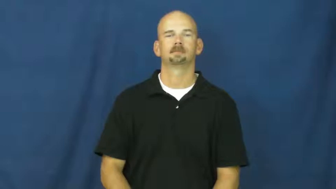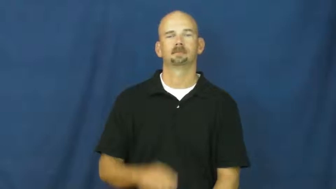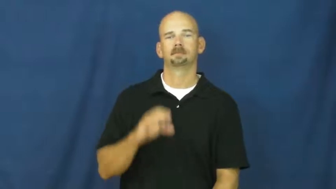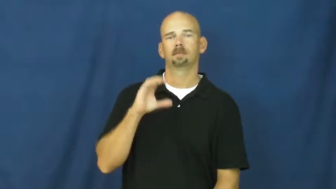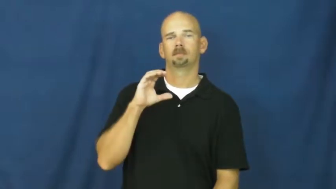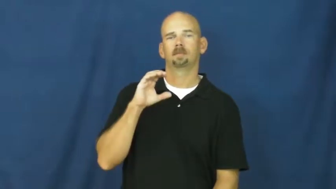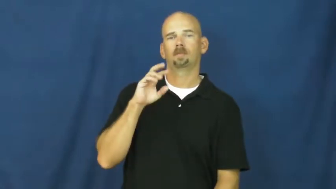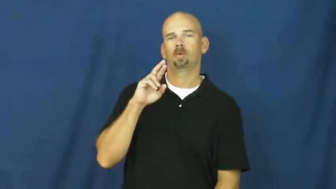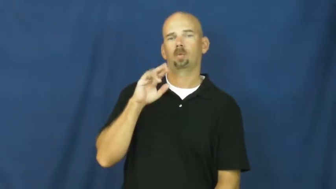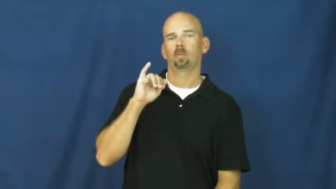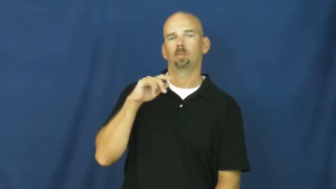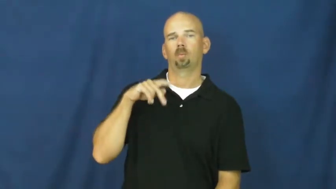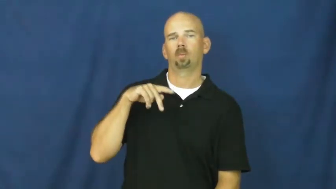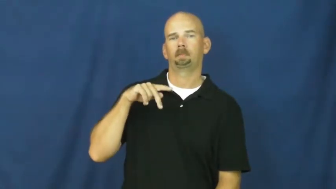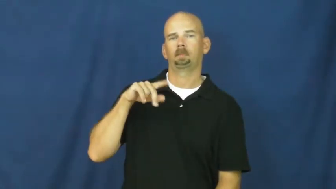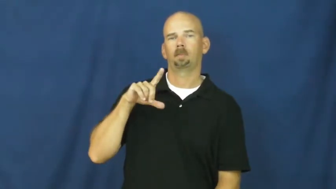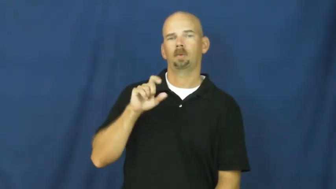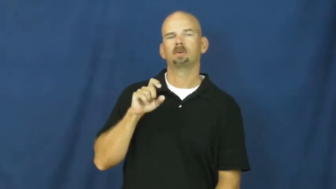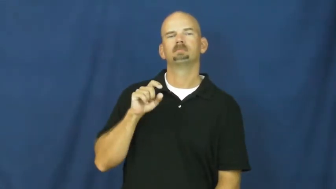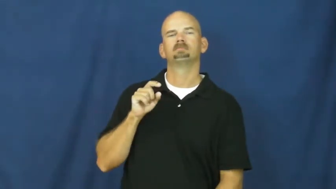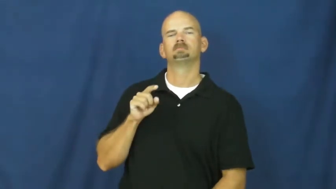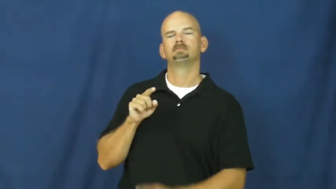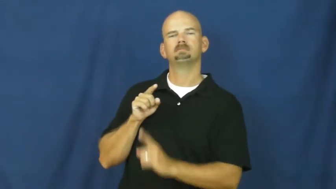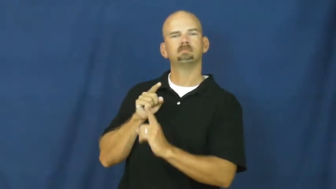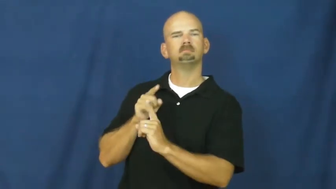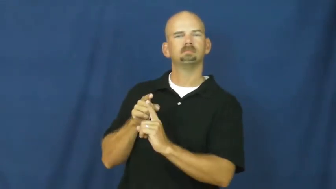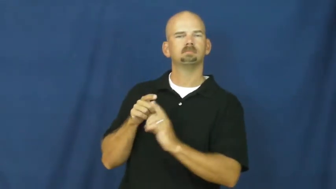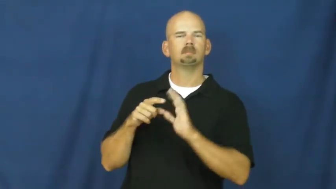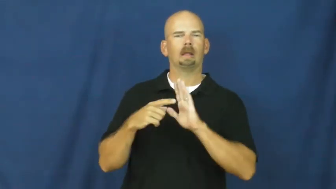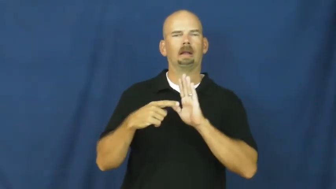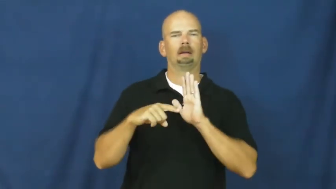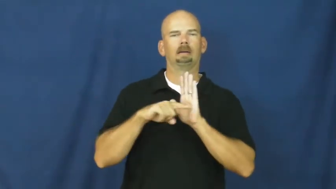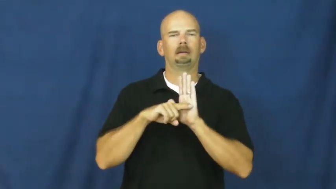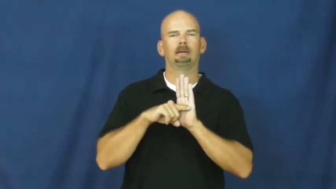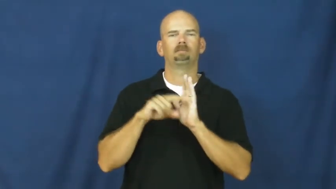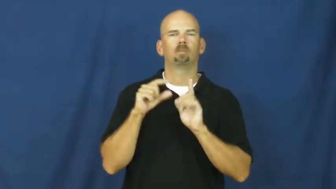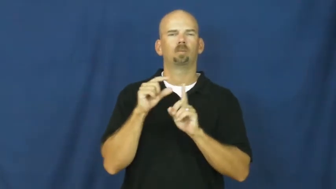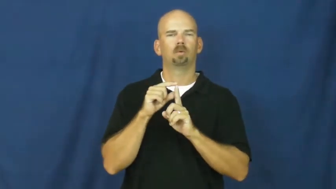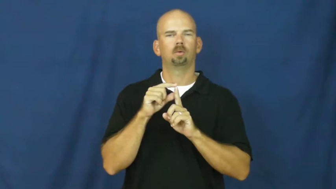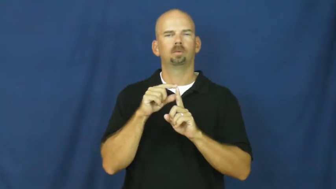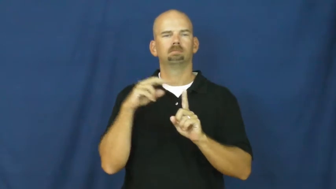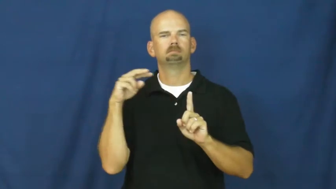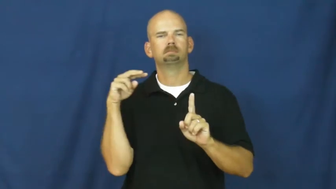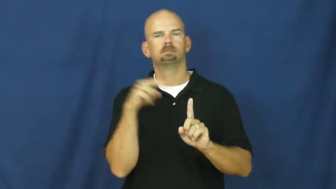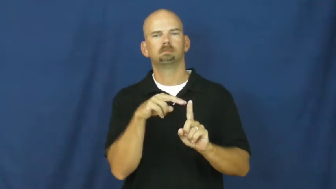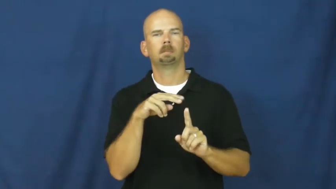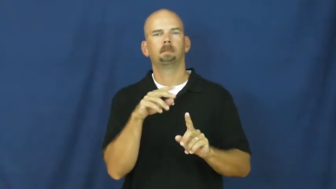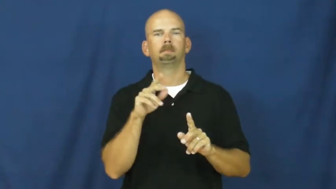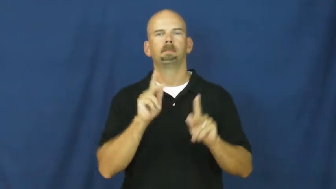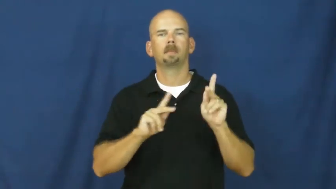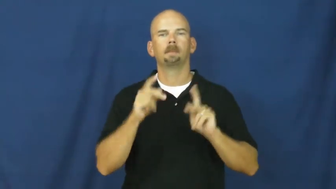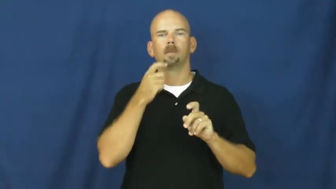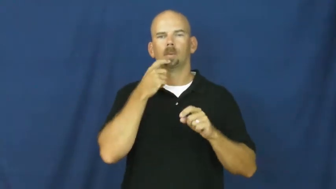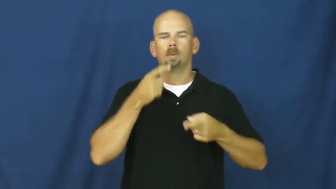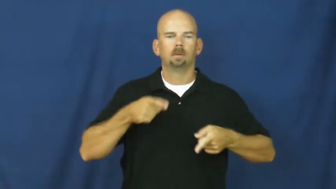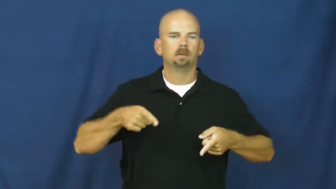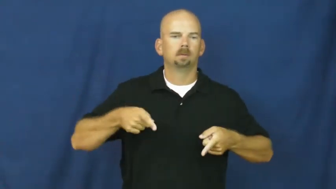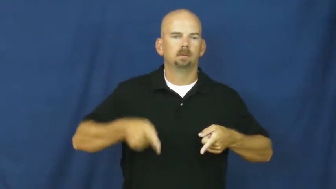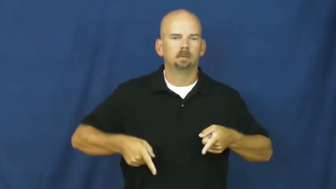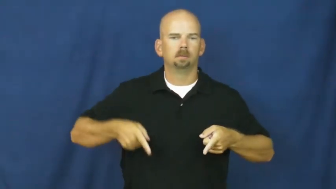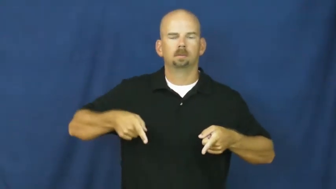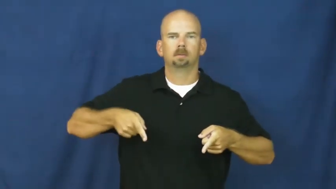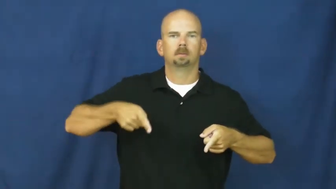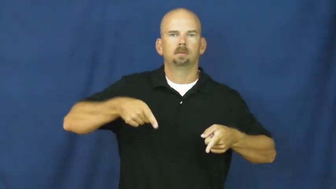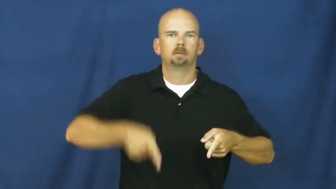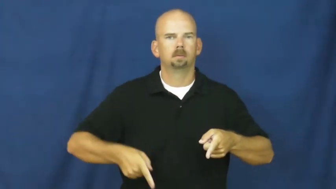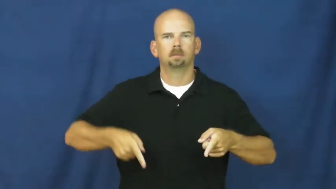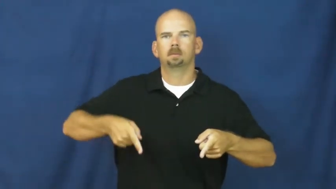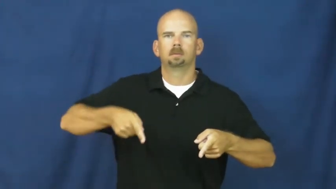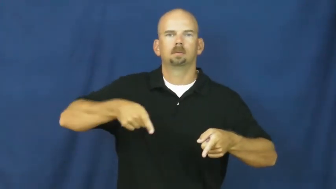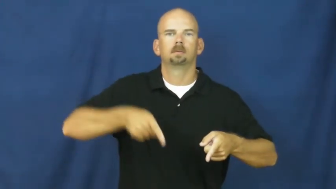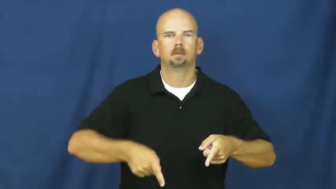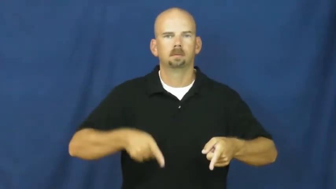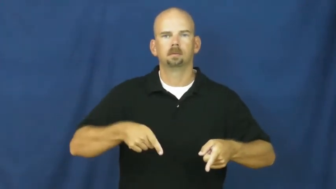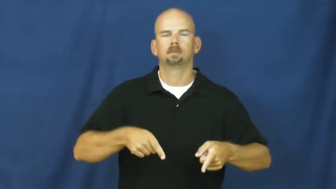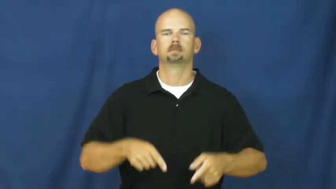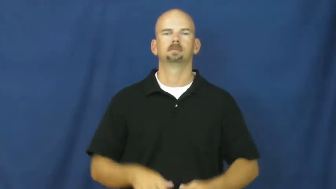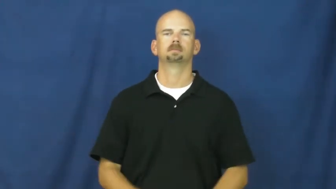cripple-noun